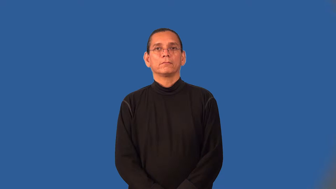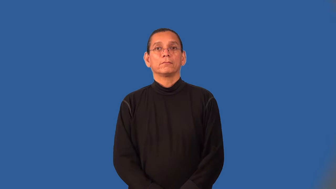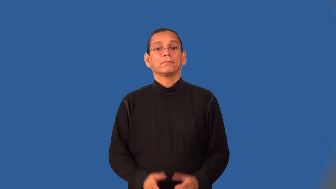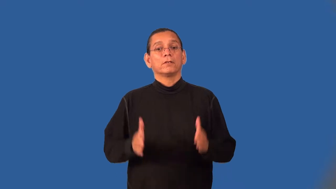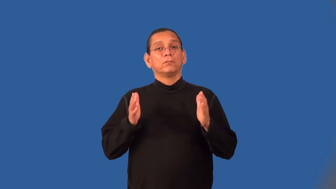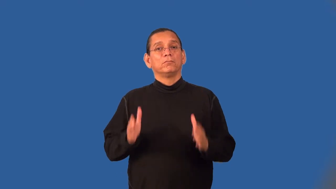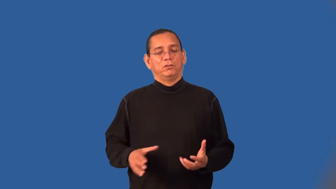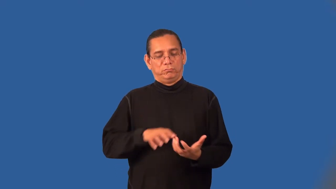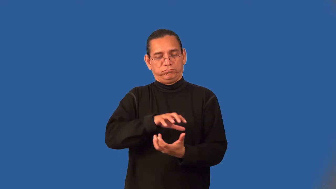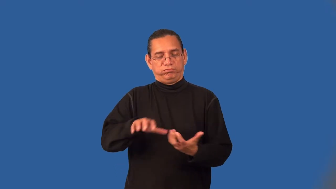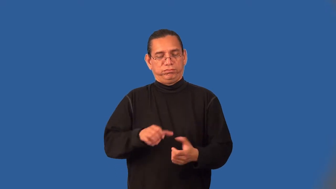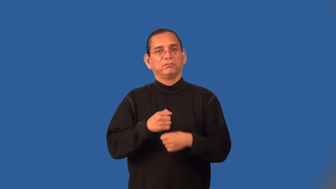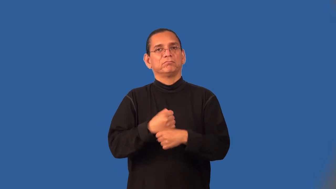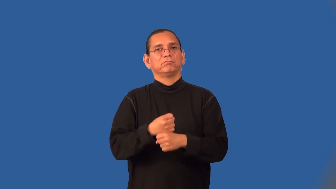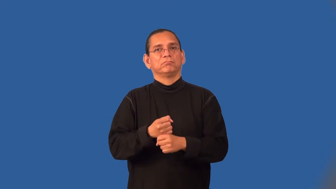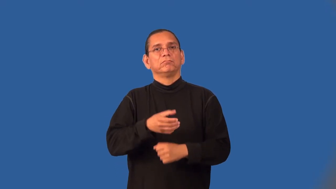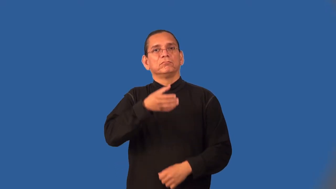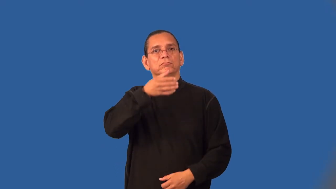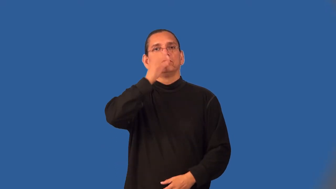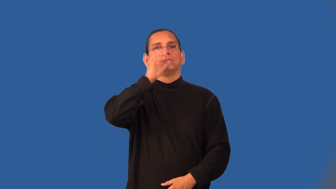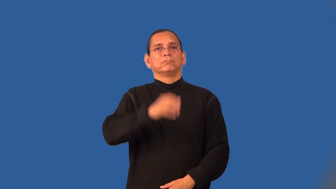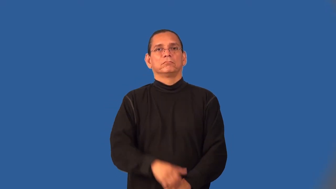brewer